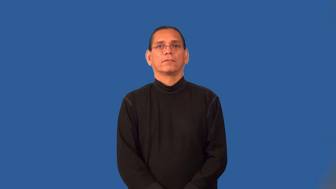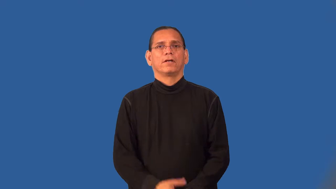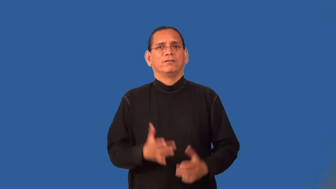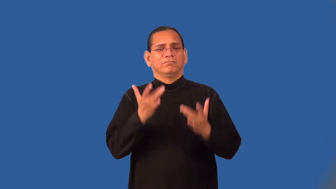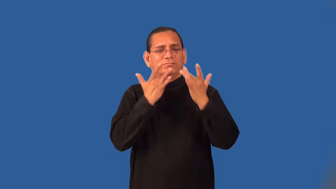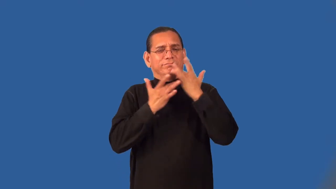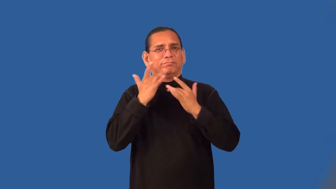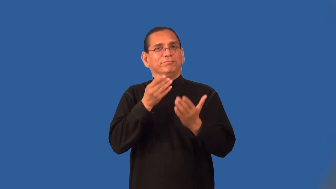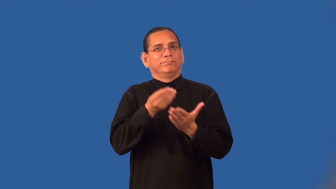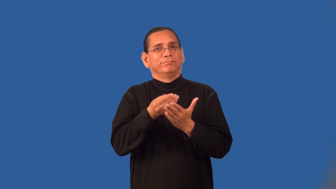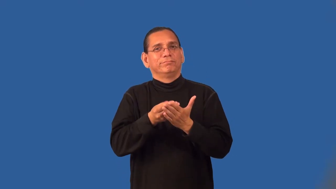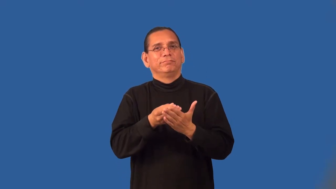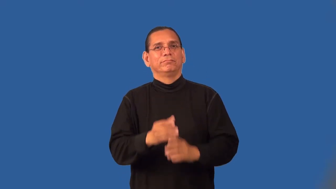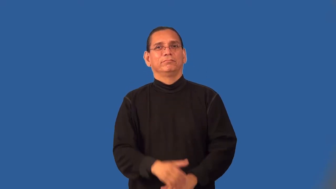penniless